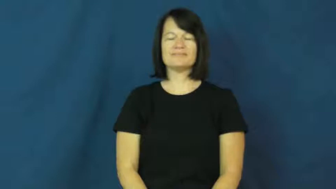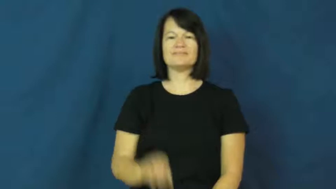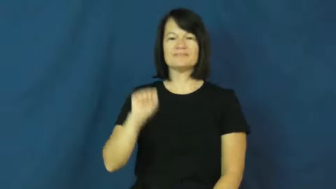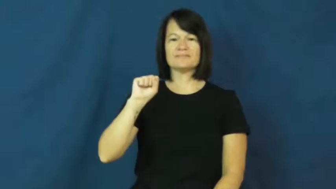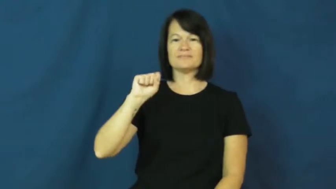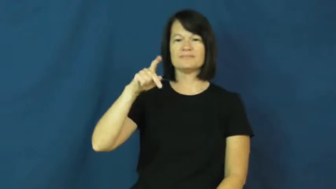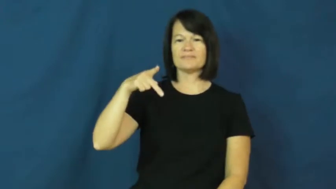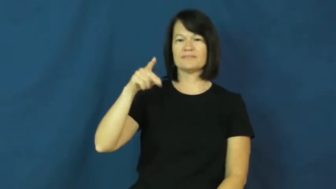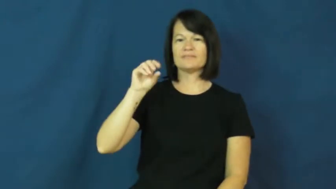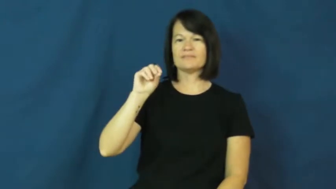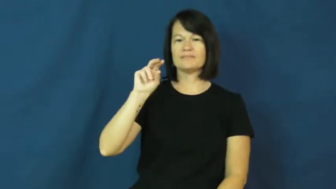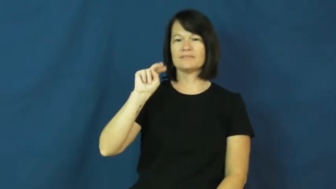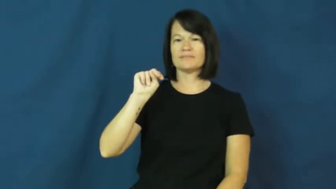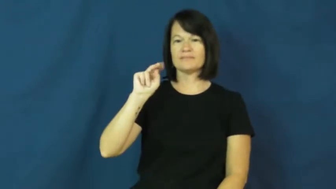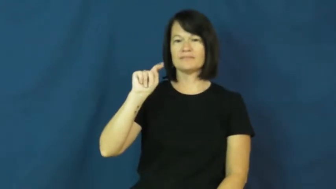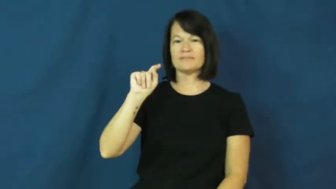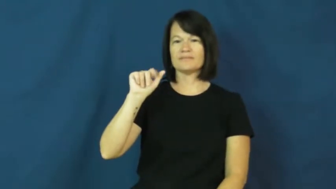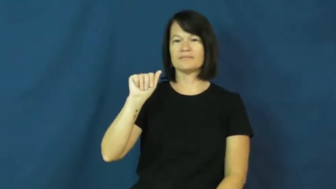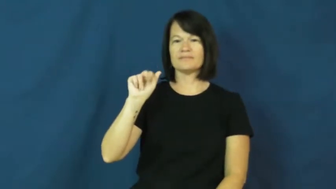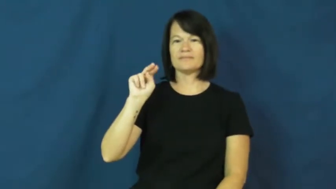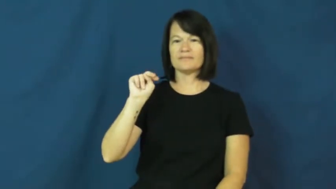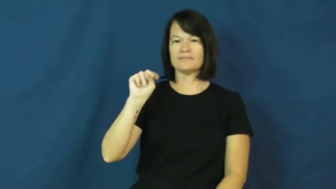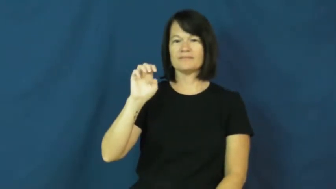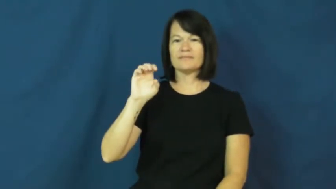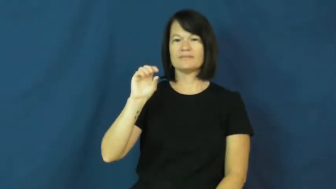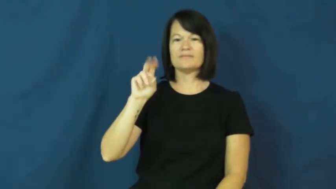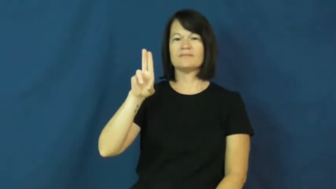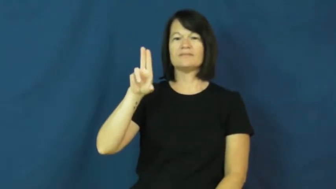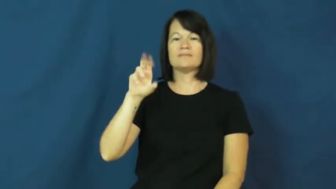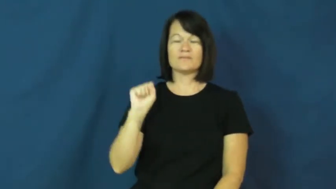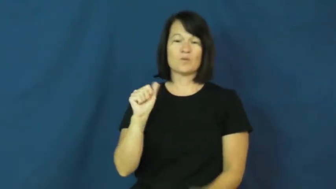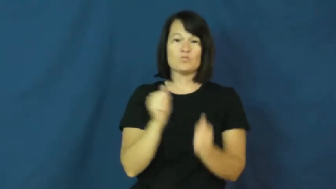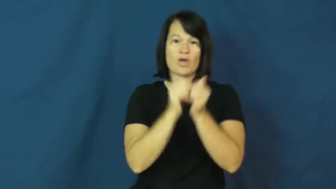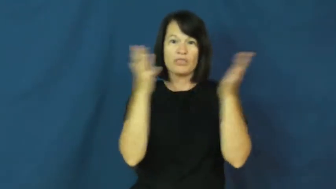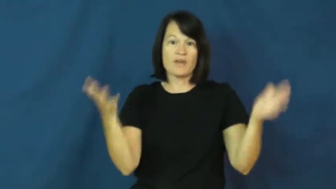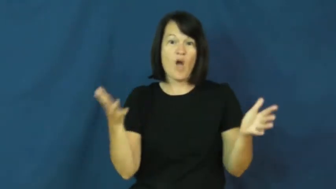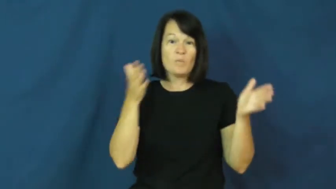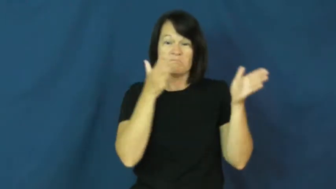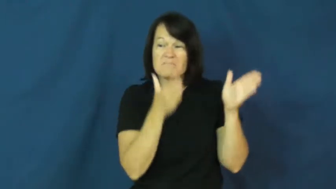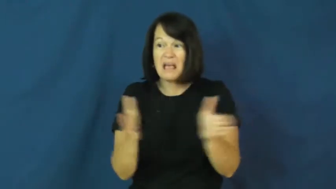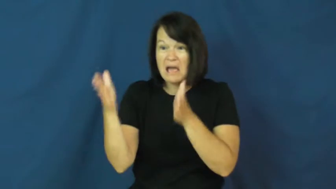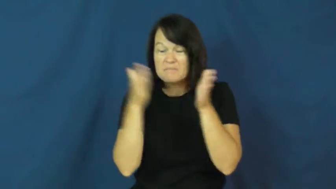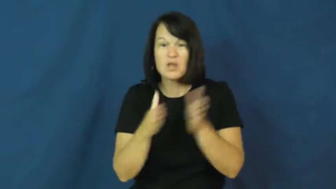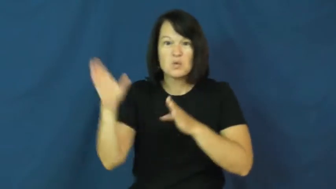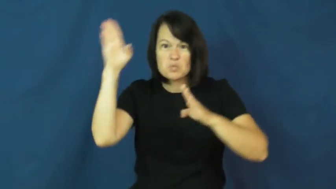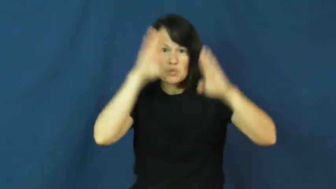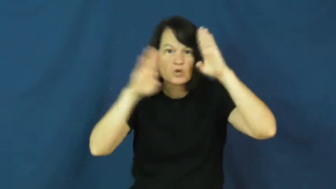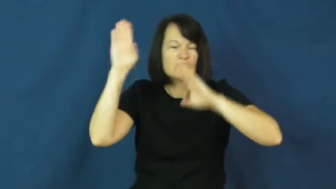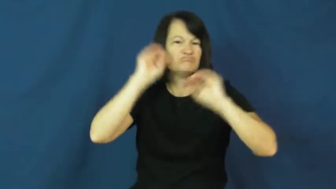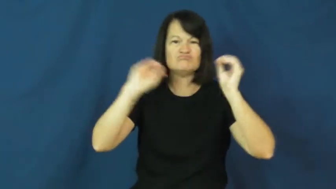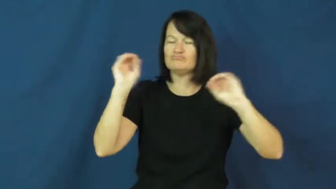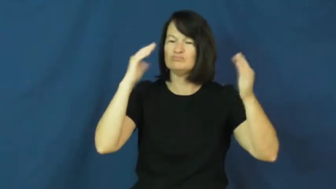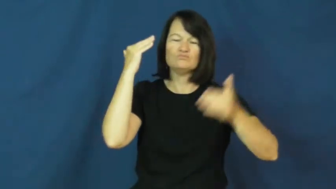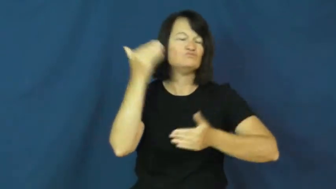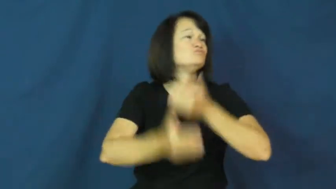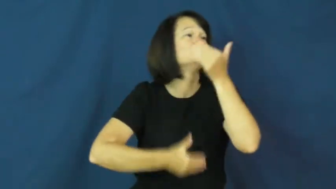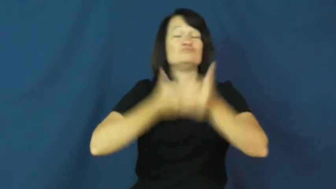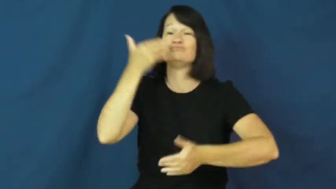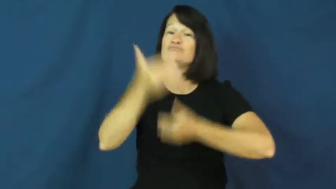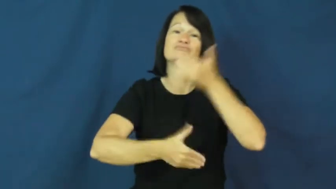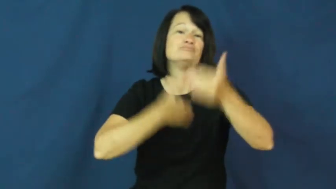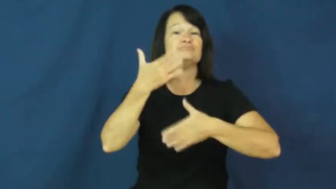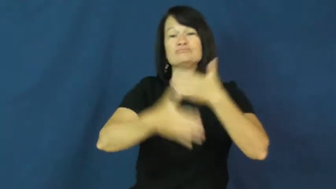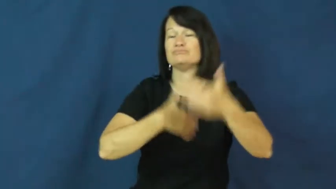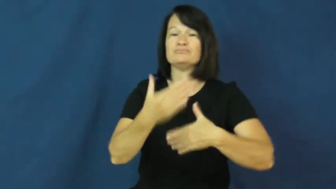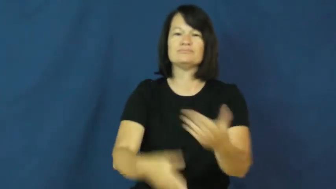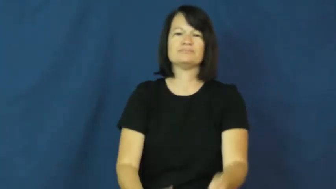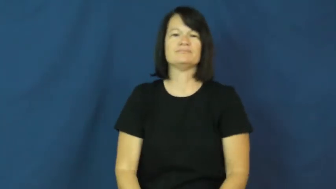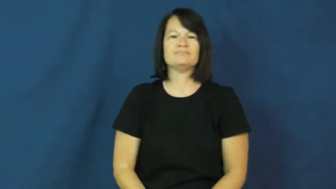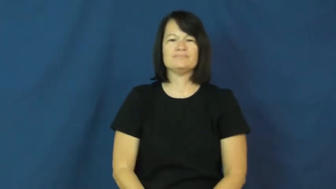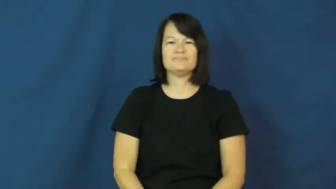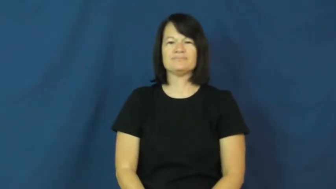spontaneous